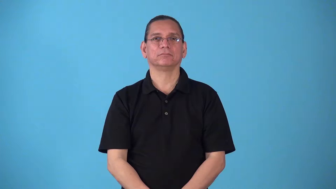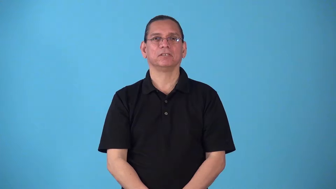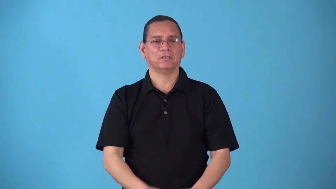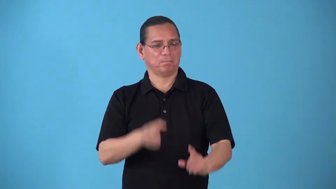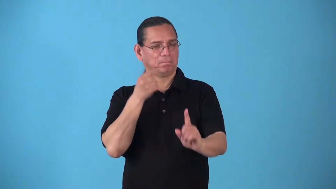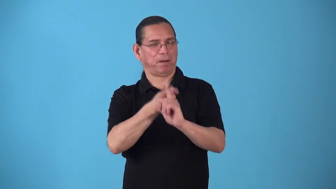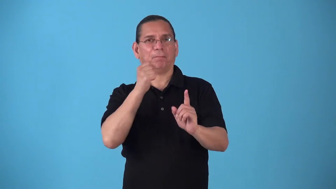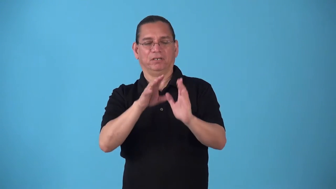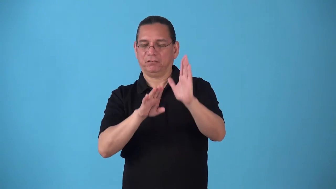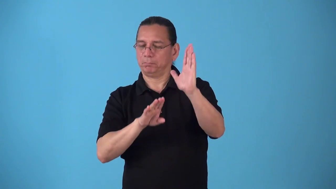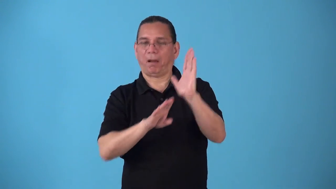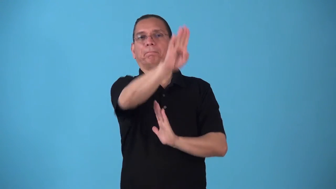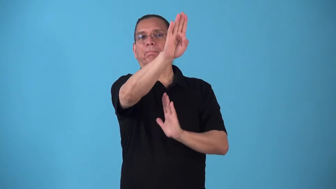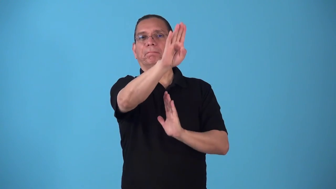smash-big success